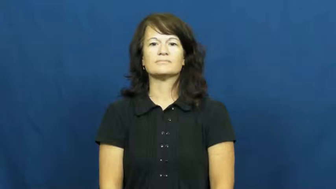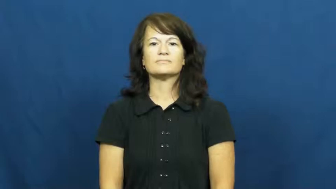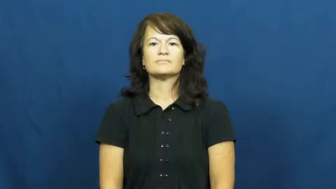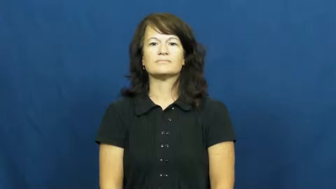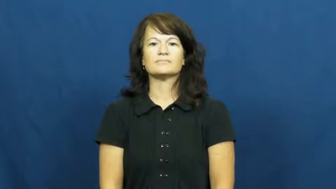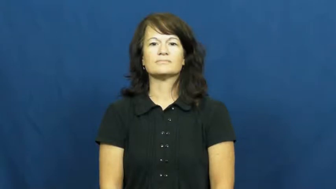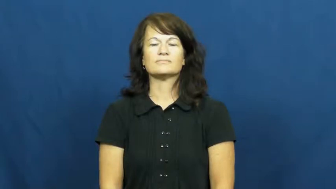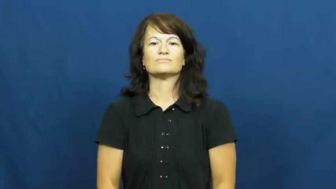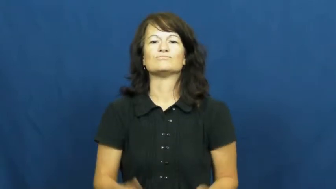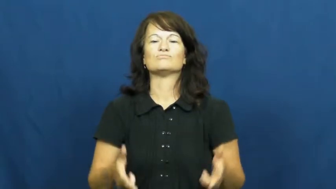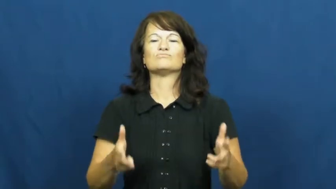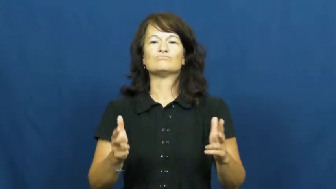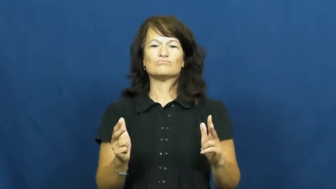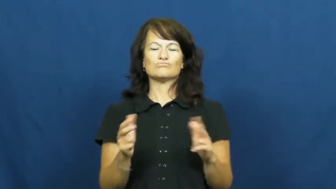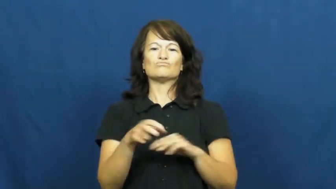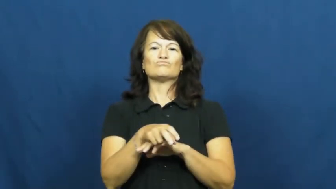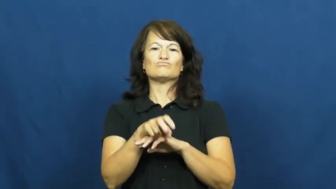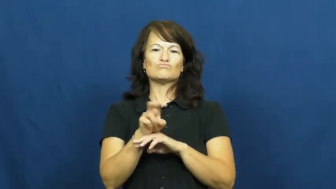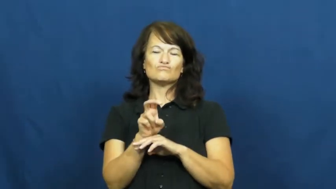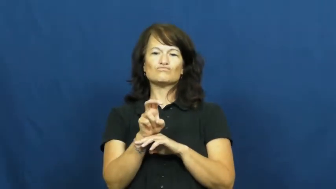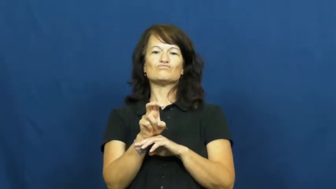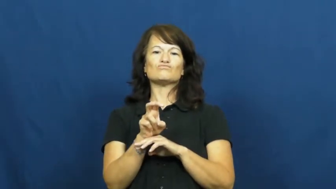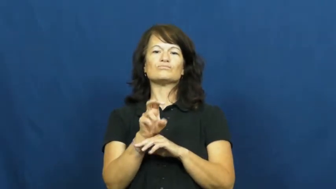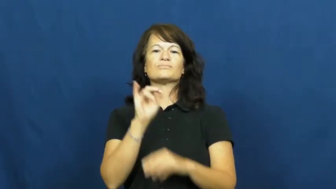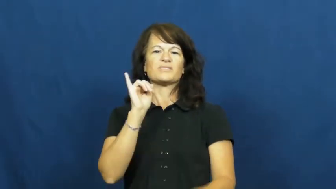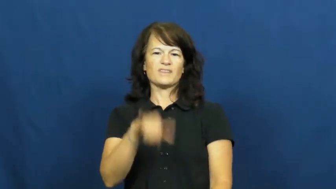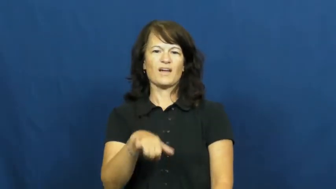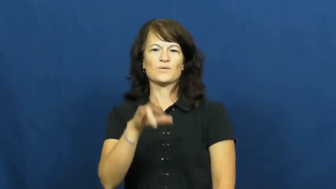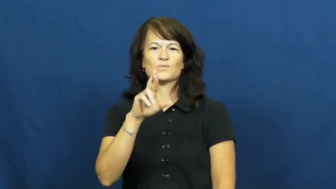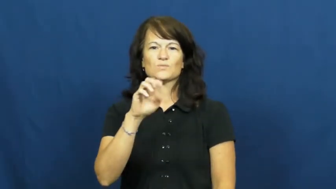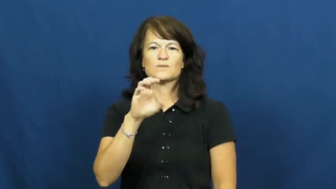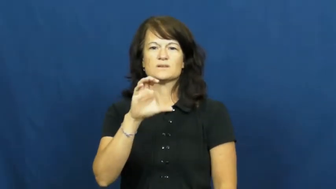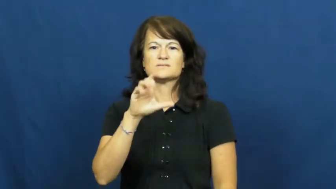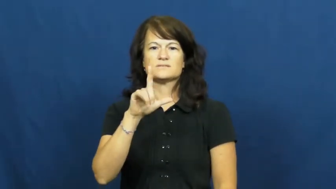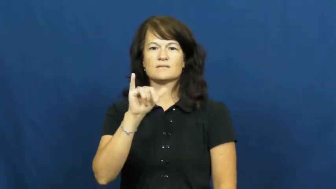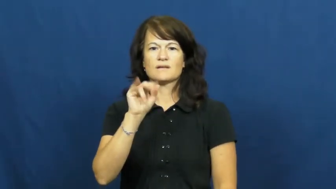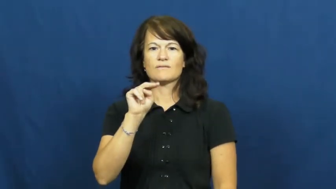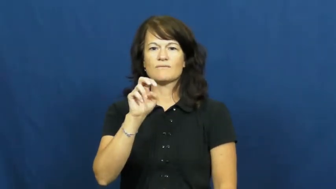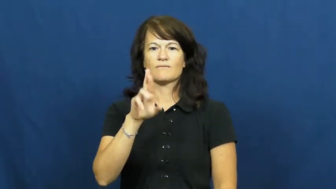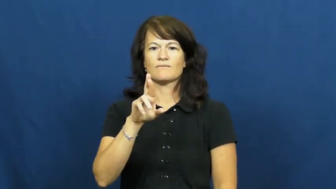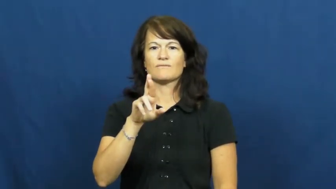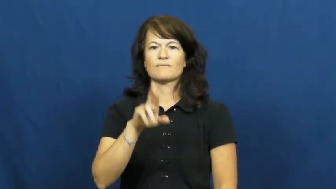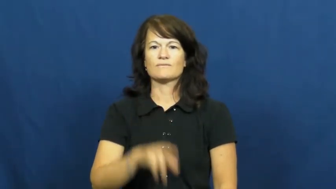recliner